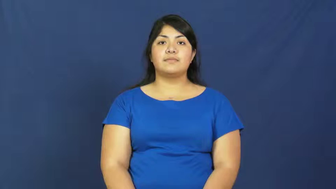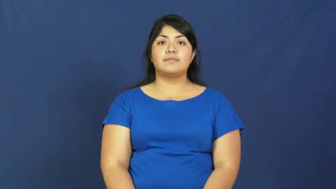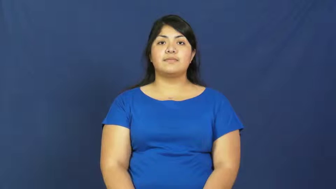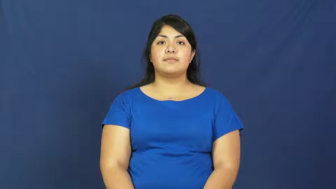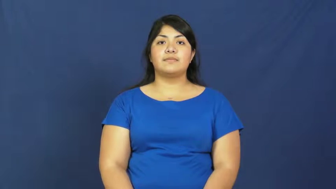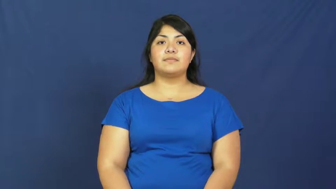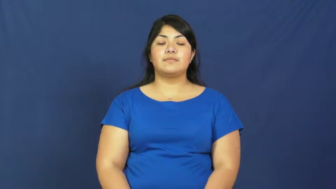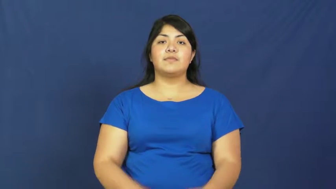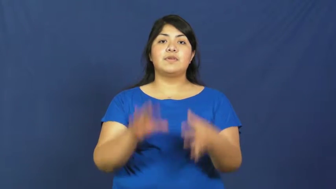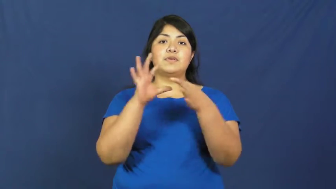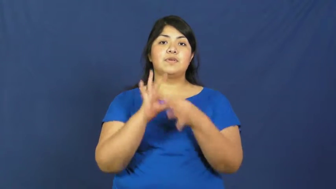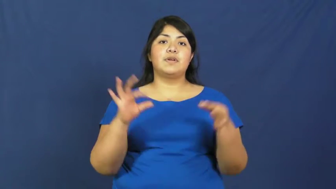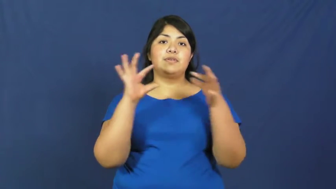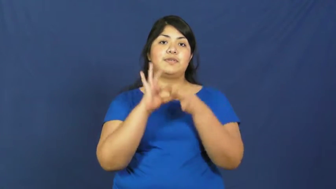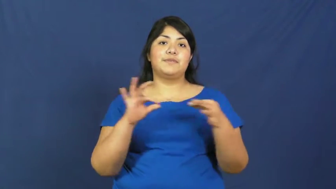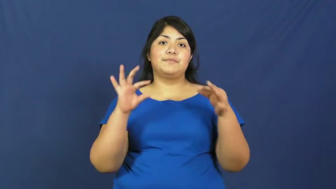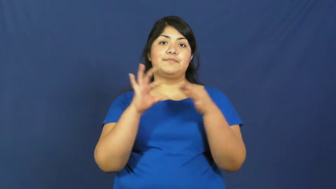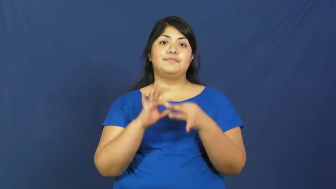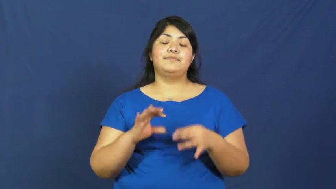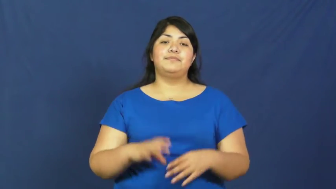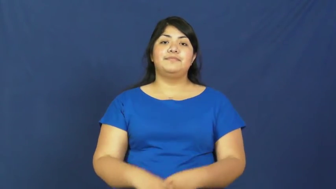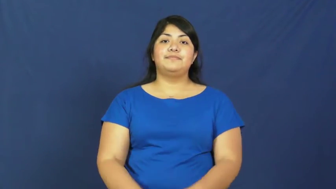discourse